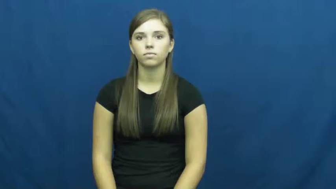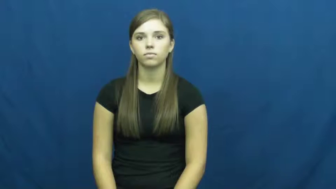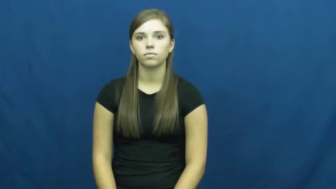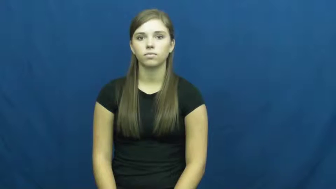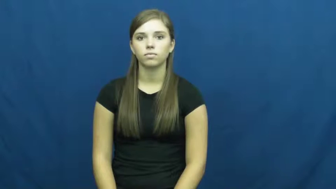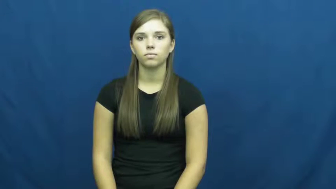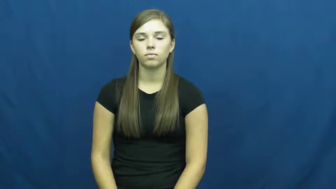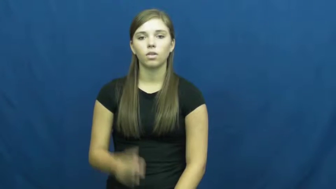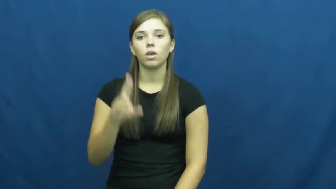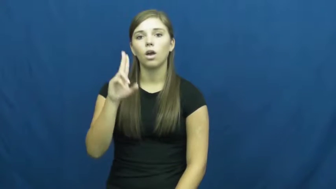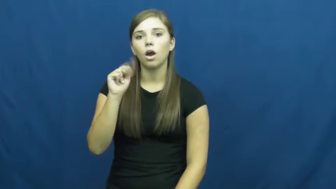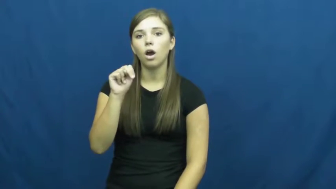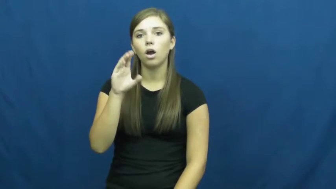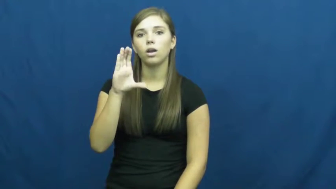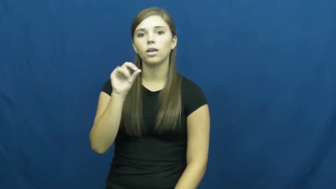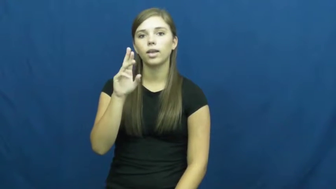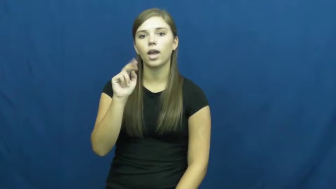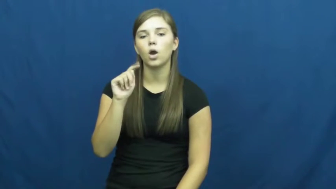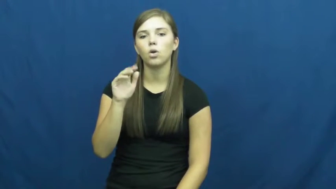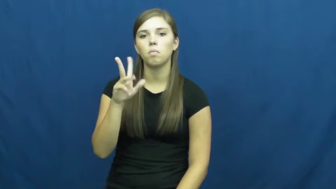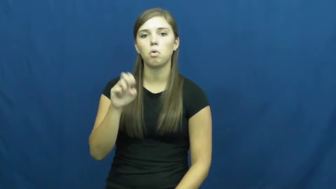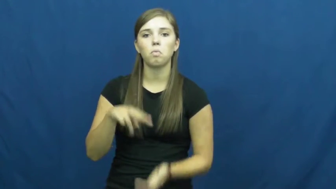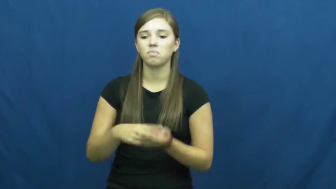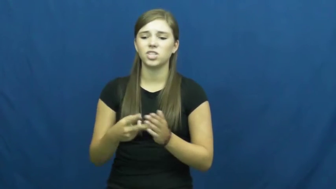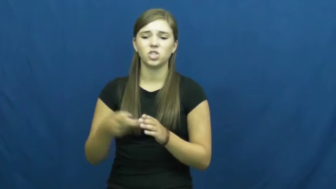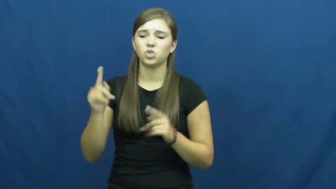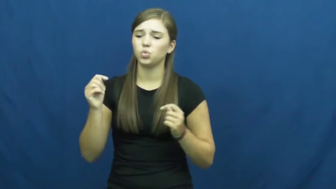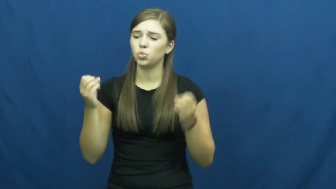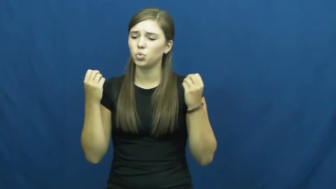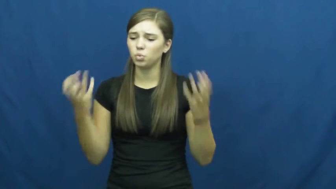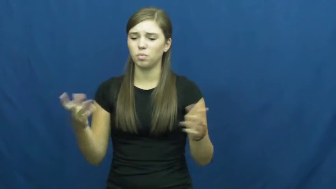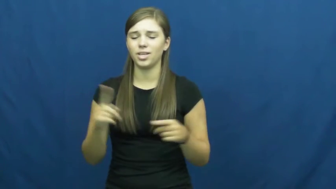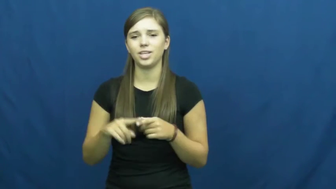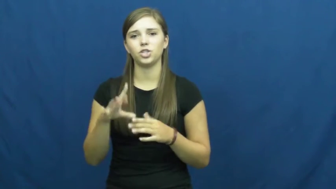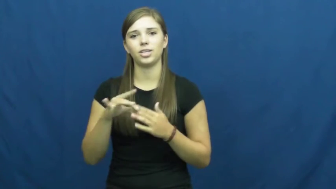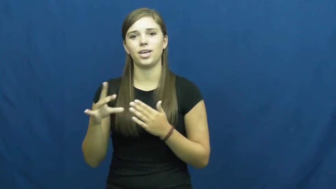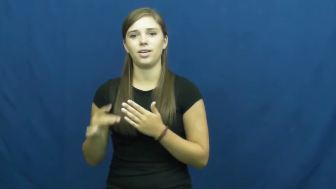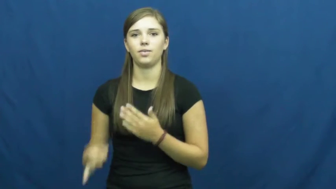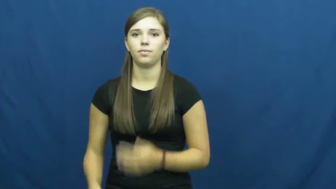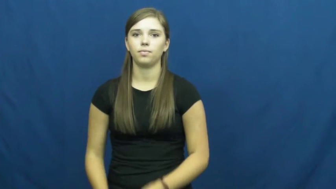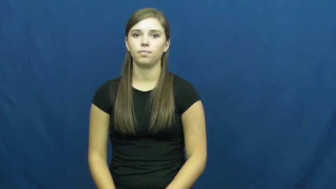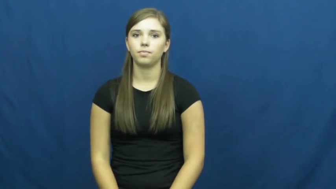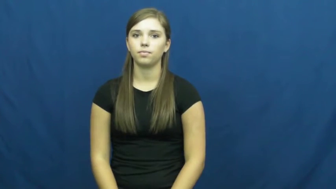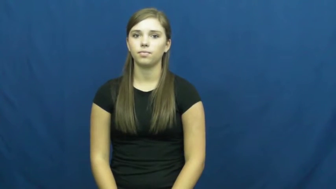uncountable